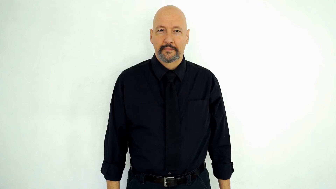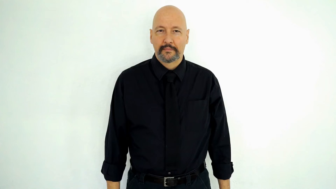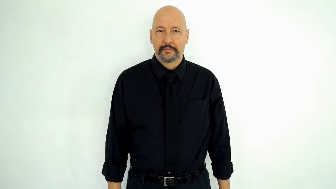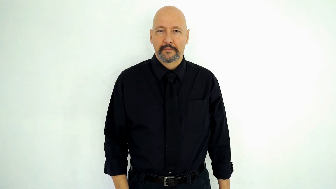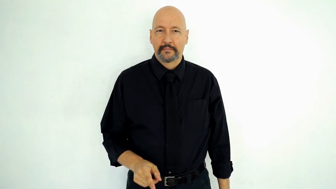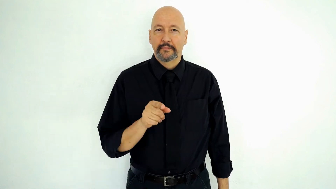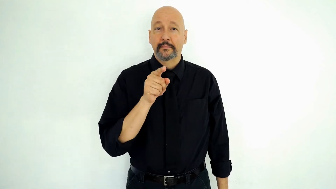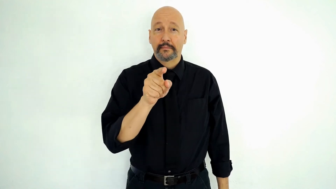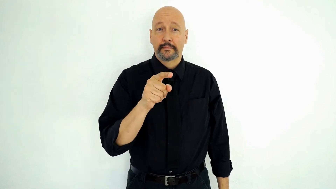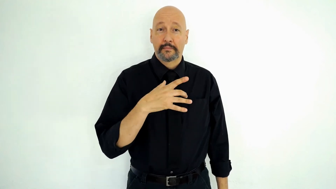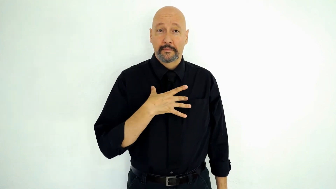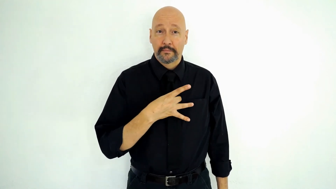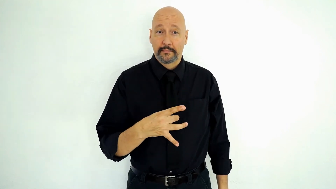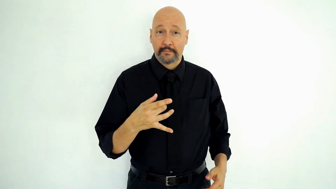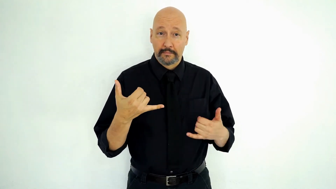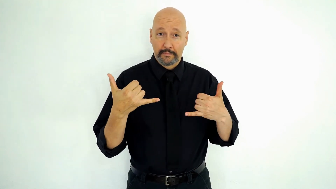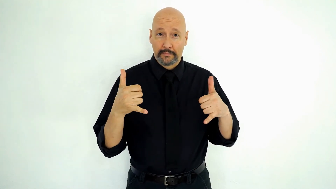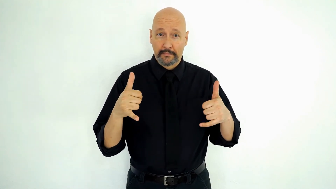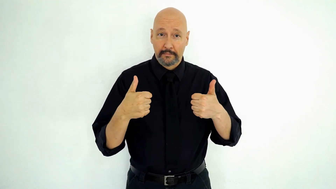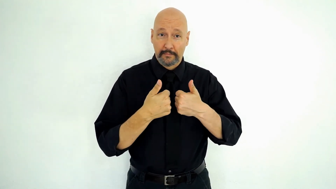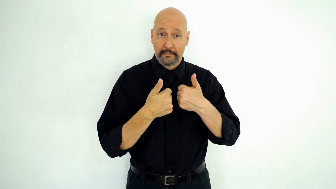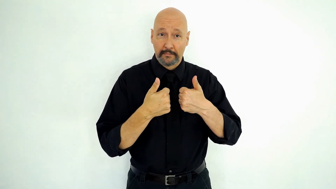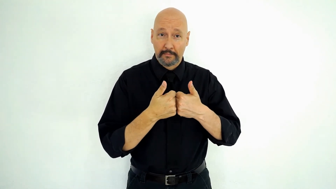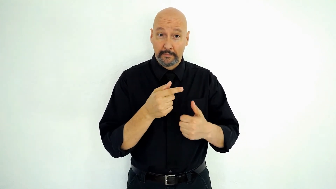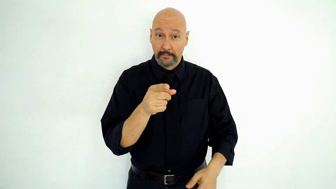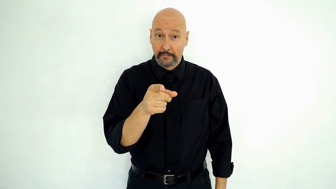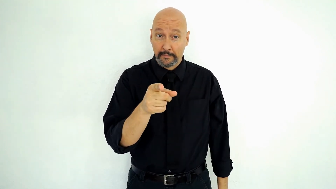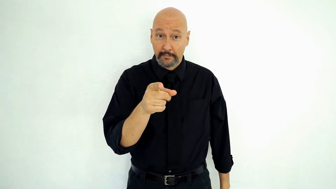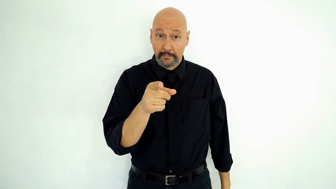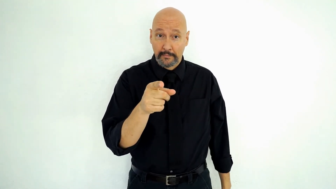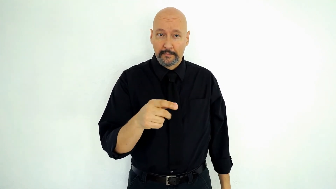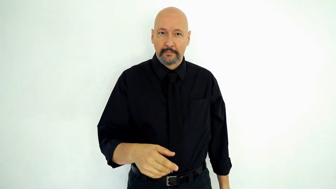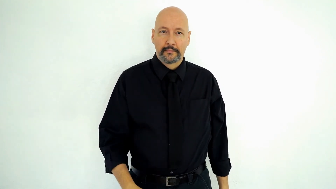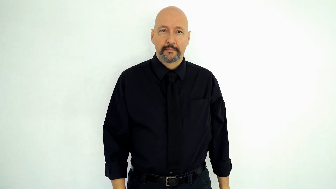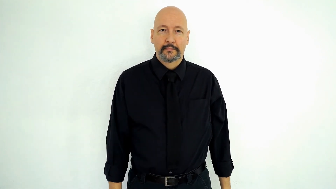YOU LIKE PLAY GAMES YOU?